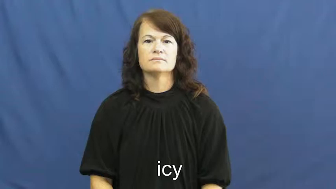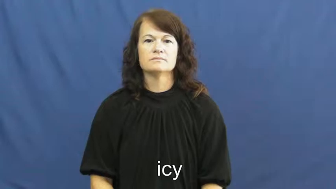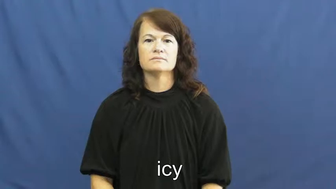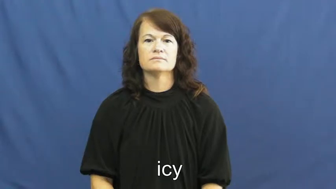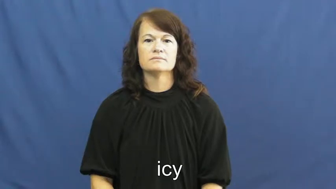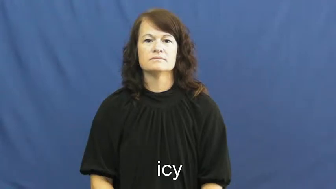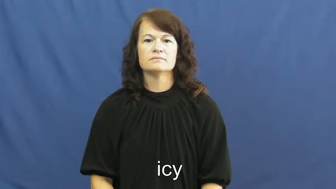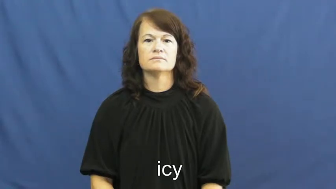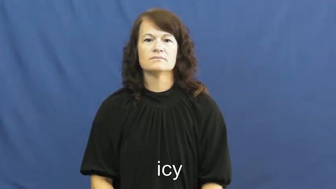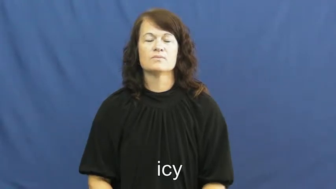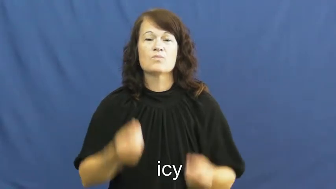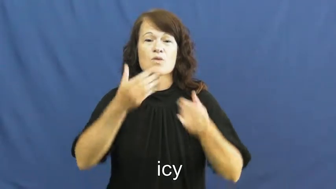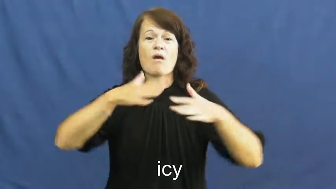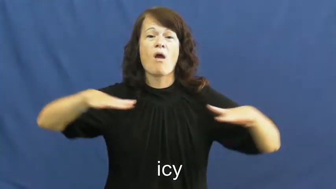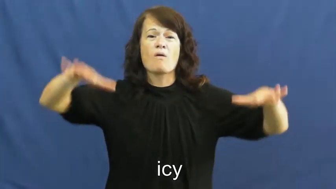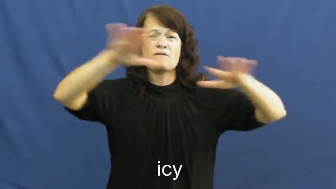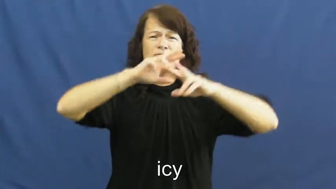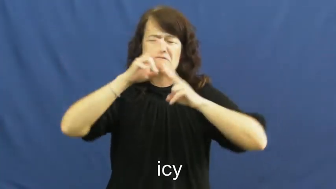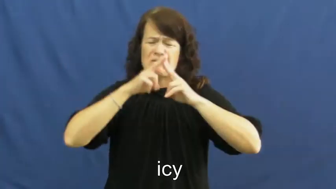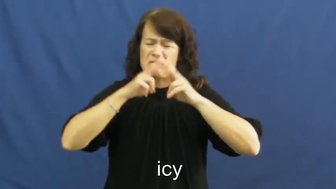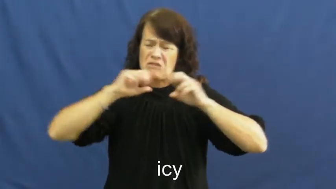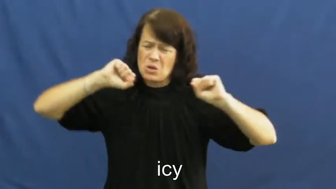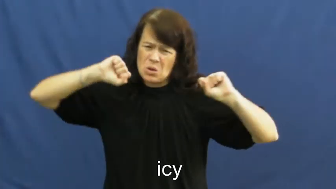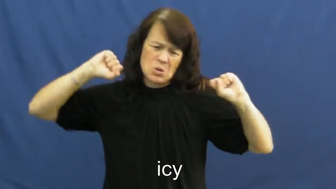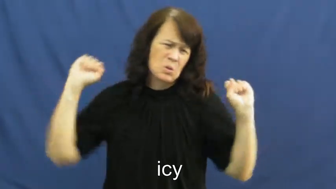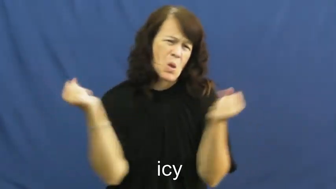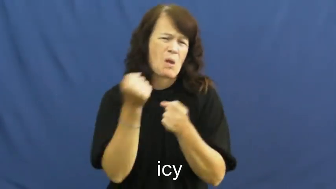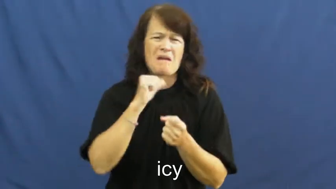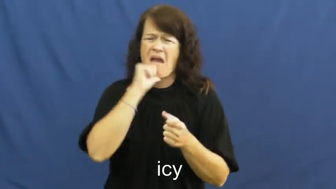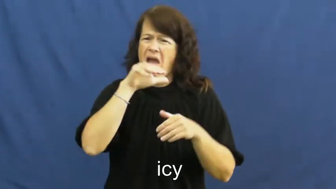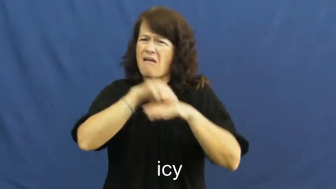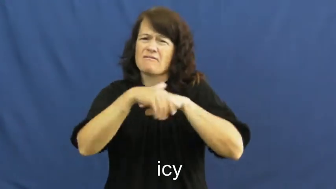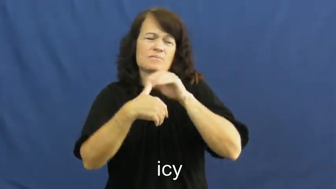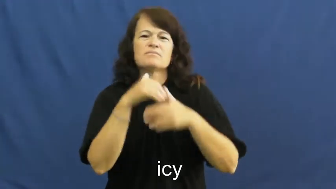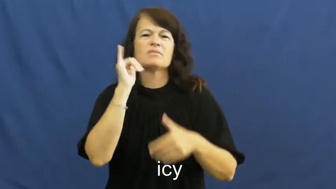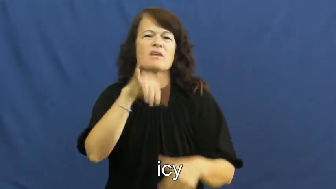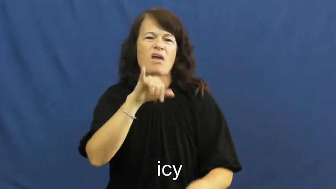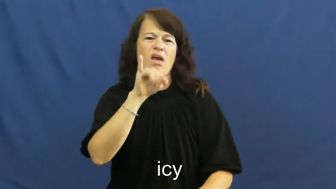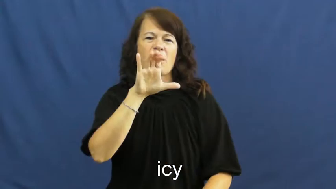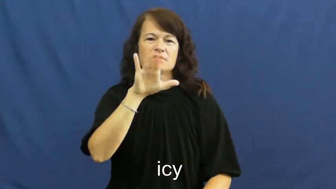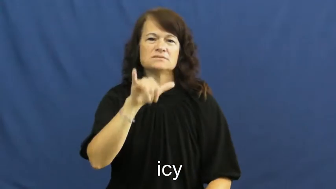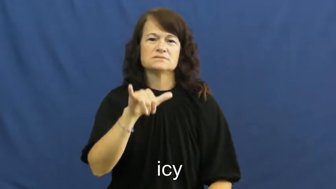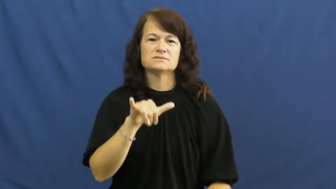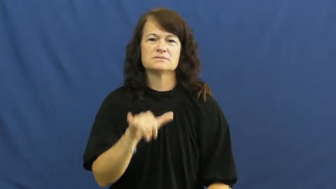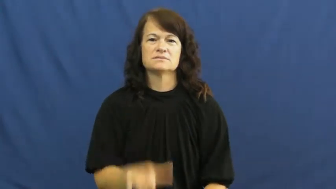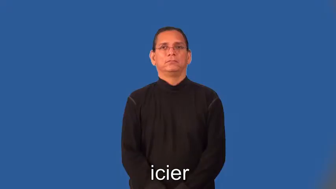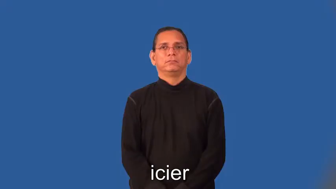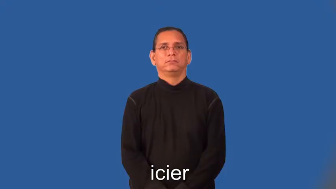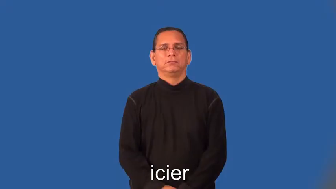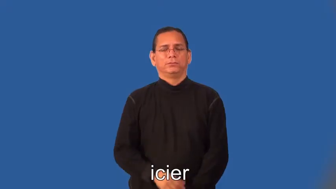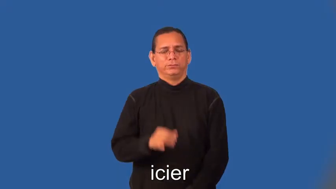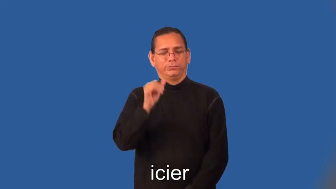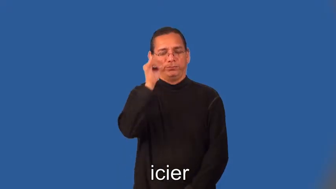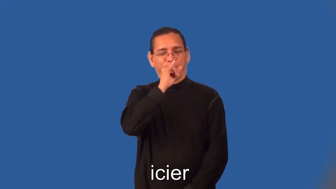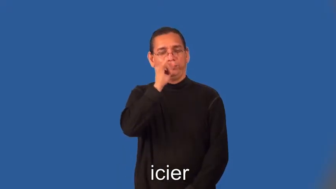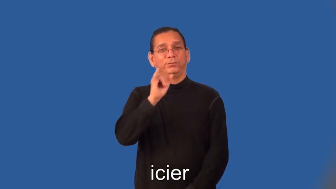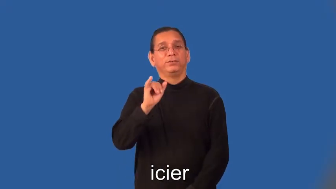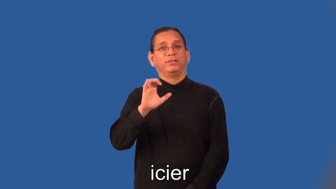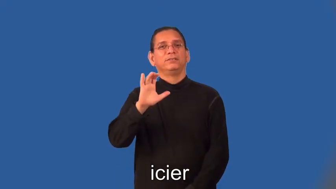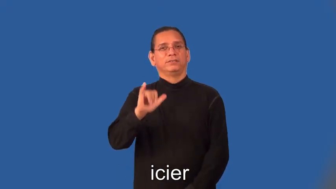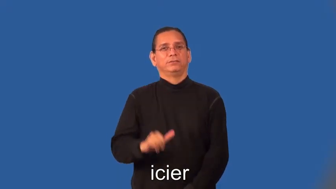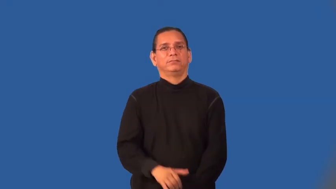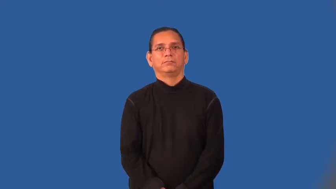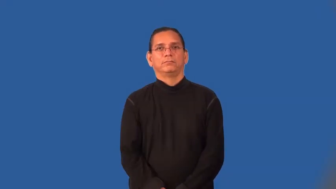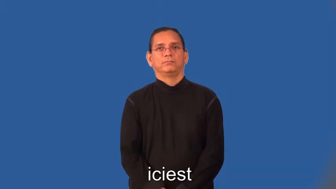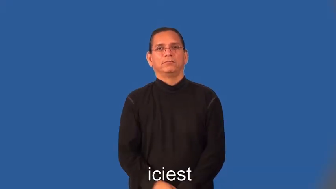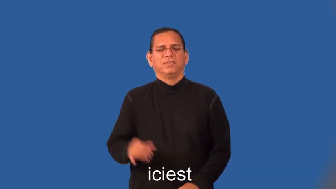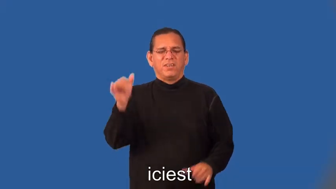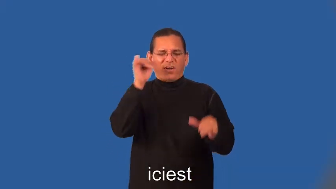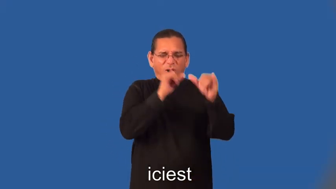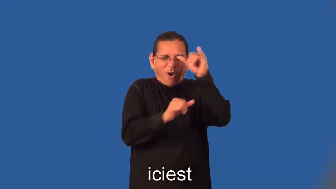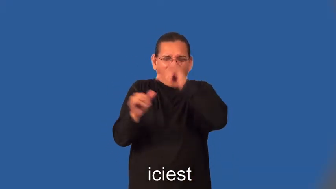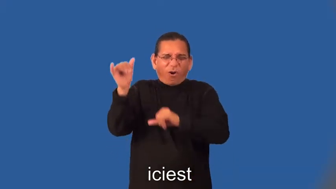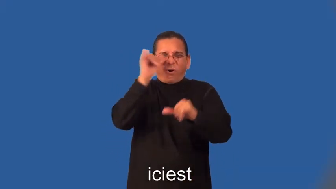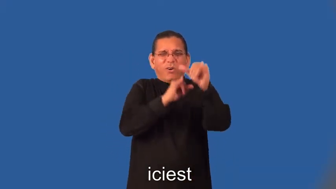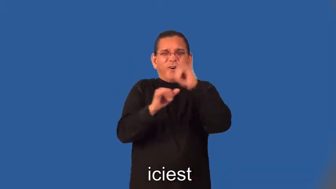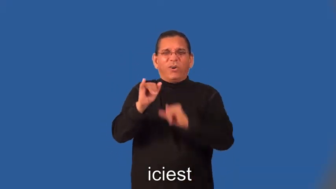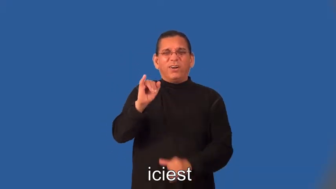icier,iciest